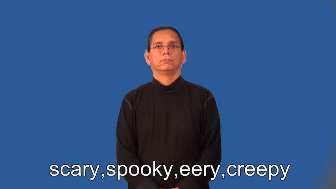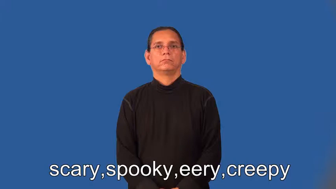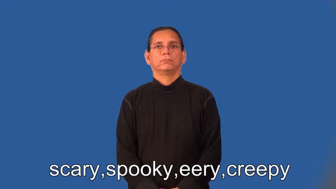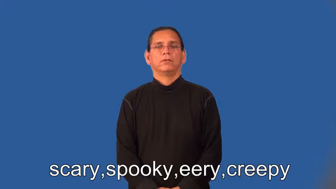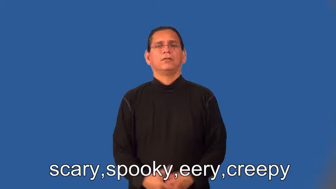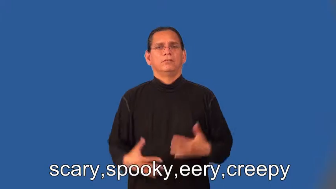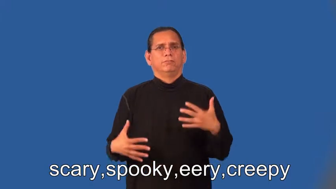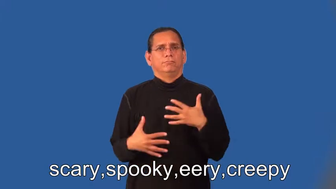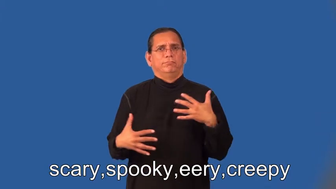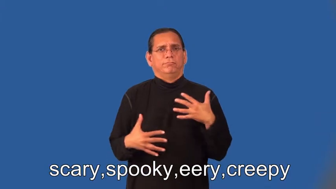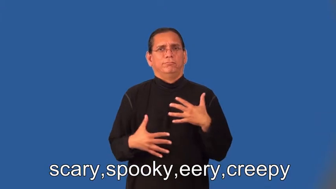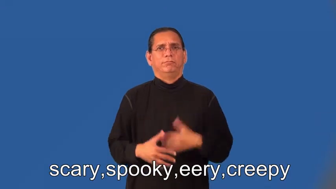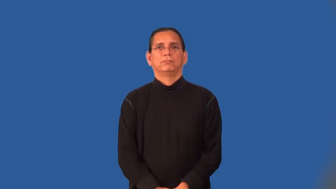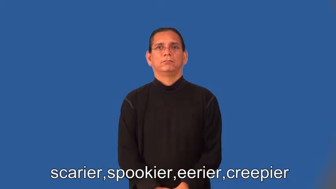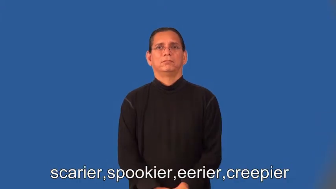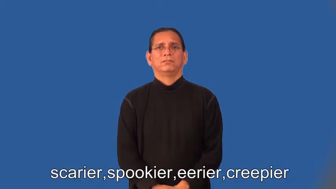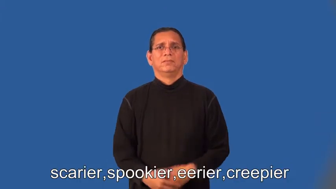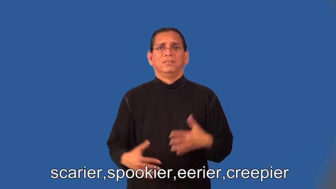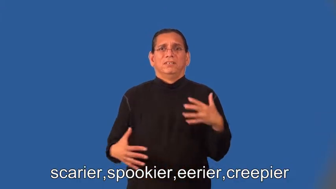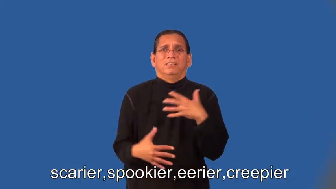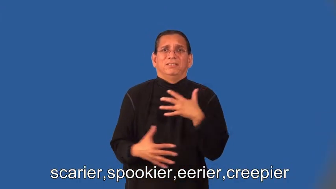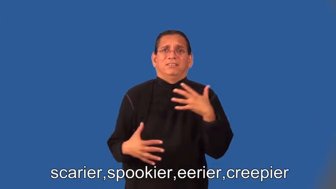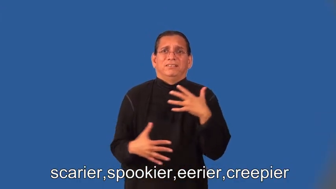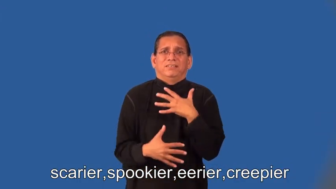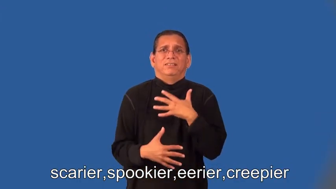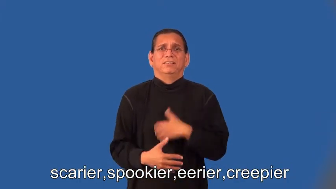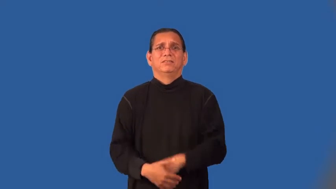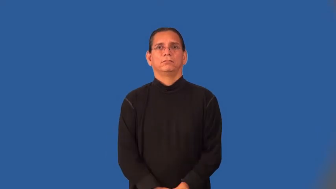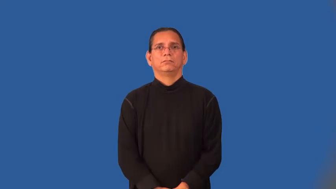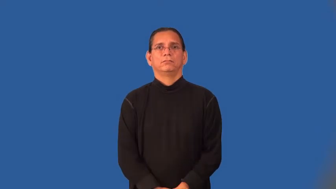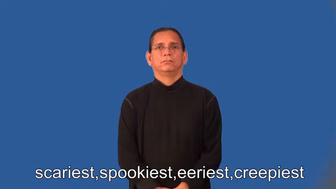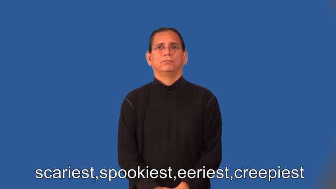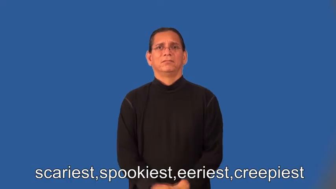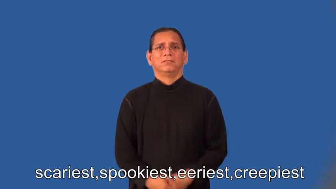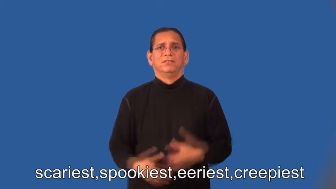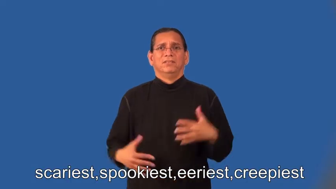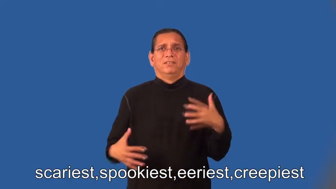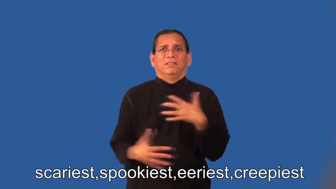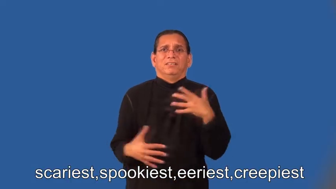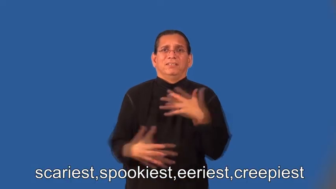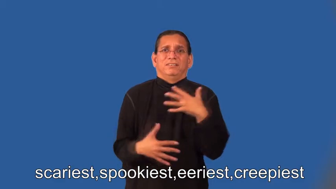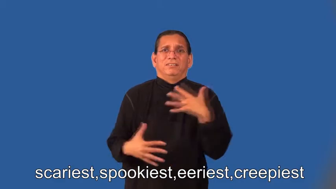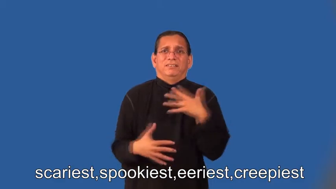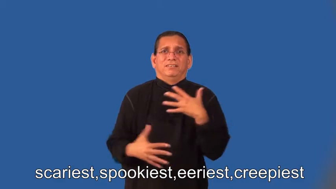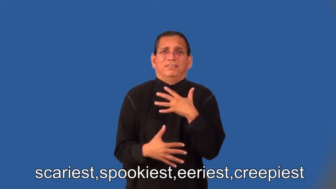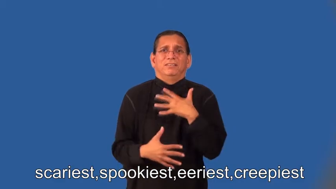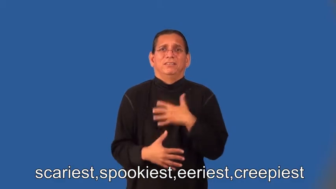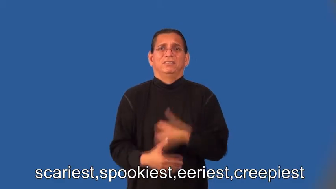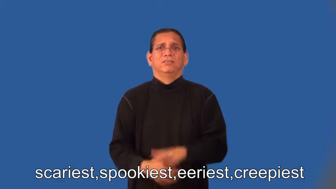scarier,spookier,eerier,creepier,scariest,spookiest,eeriest,creepiest